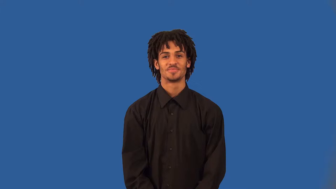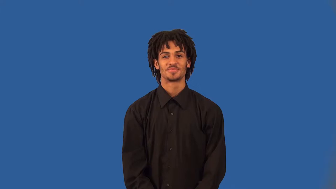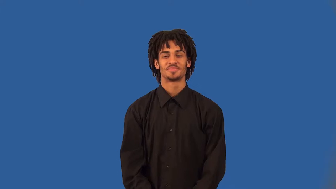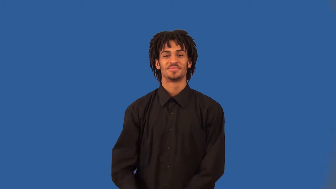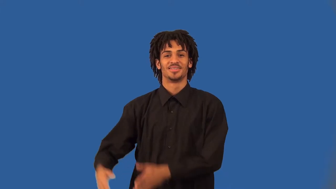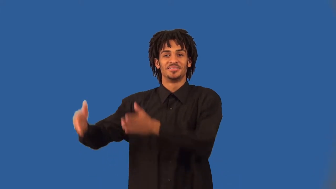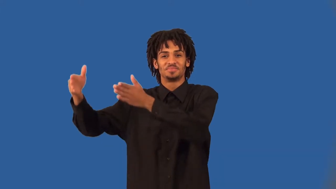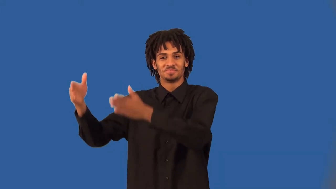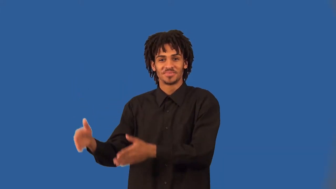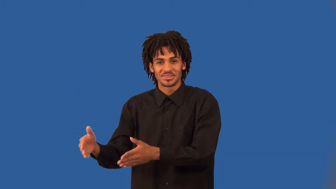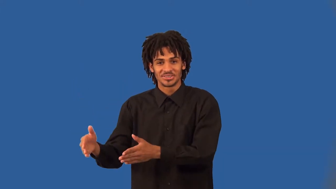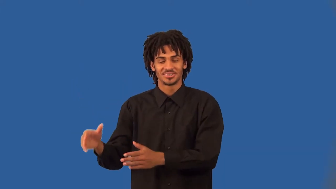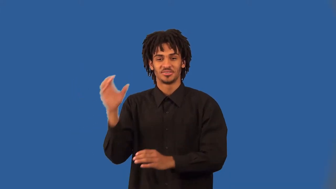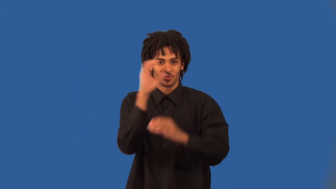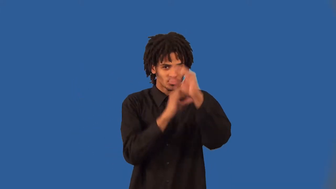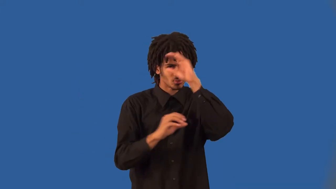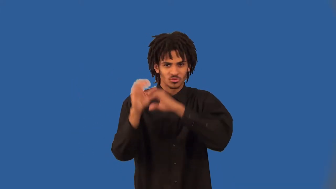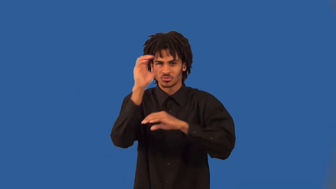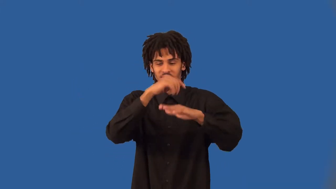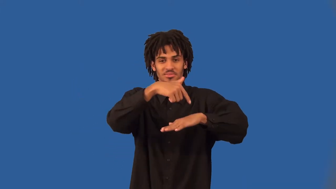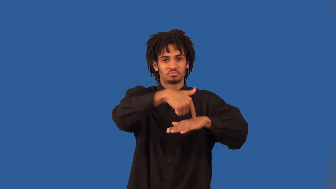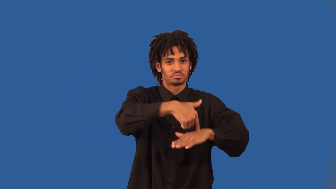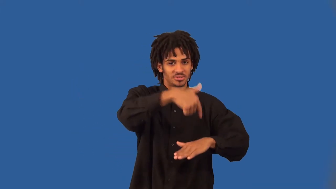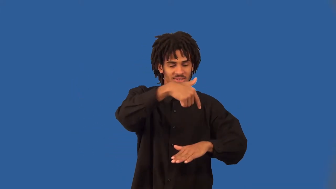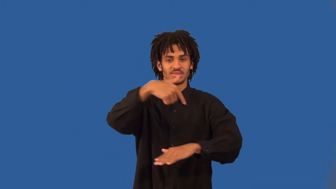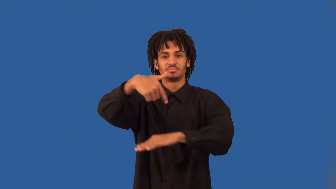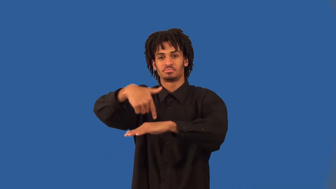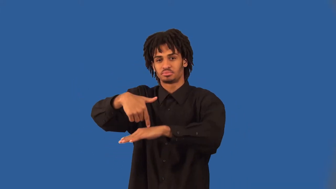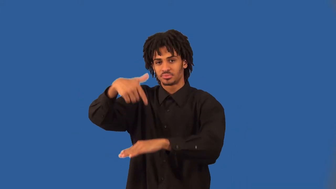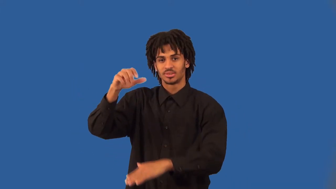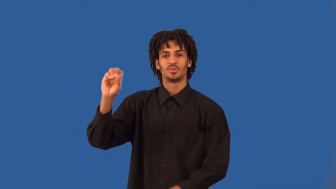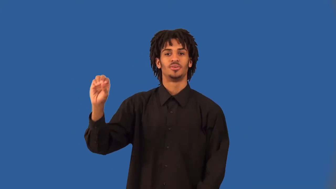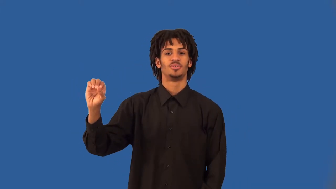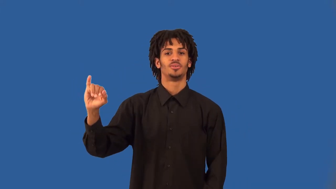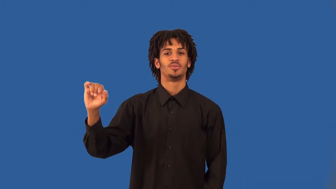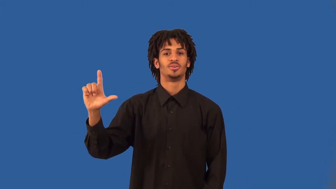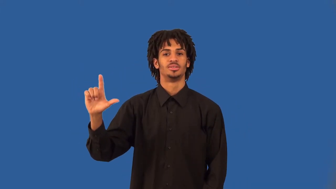wildcatter